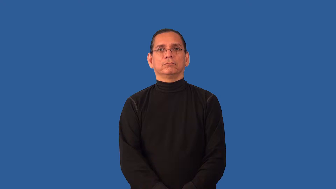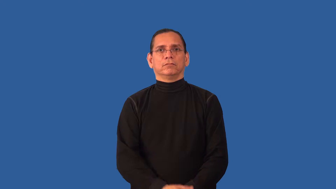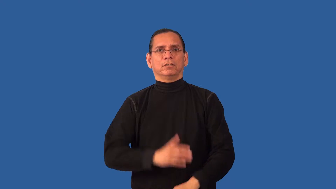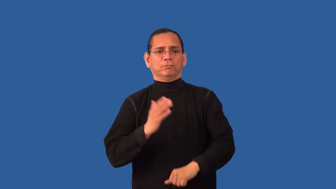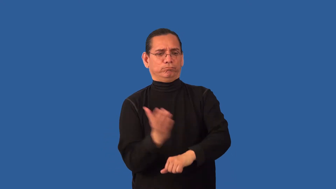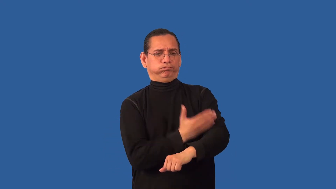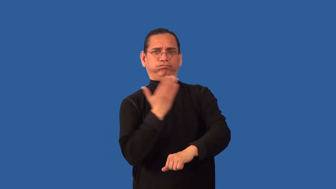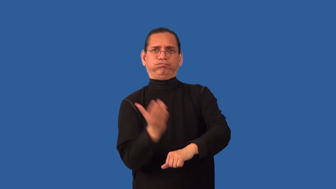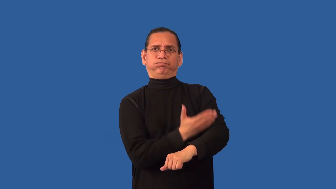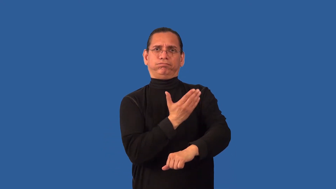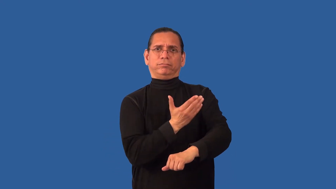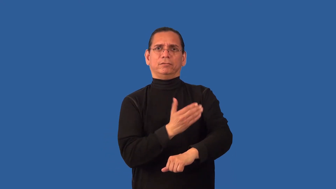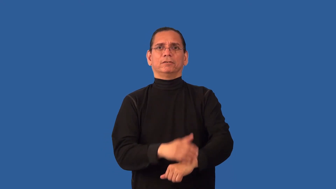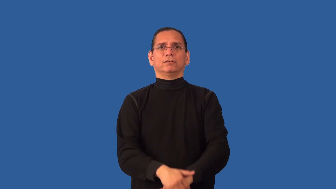remodel,renovate